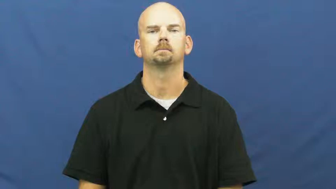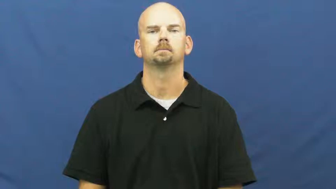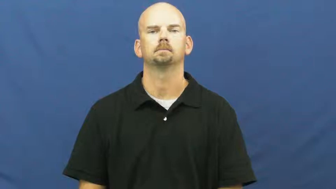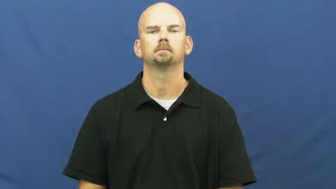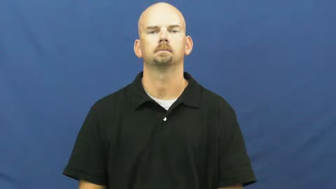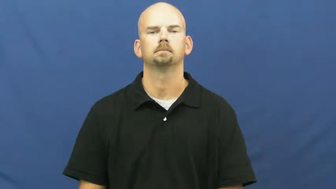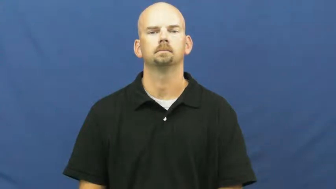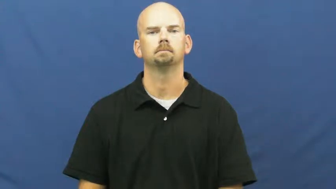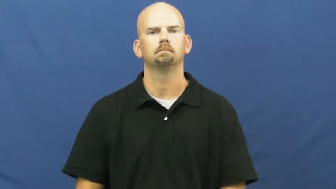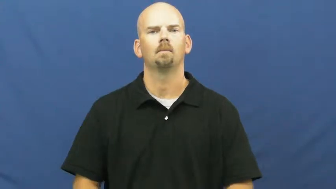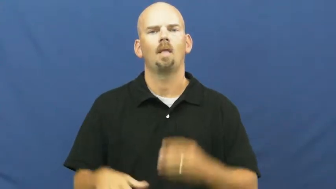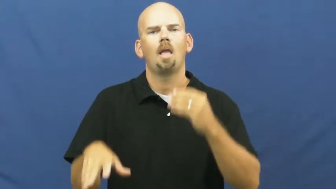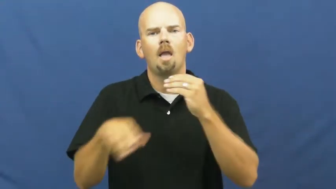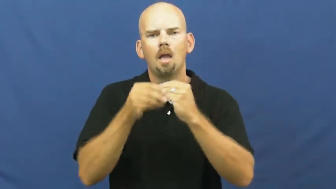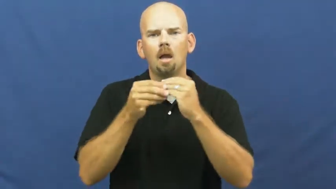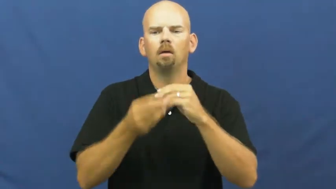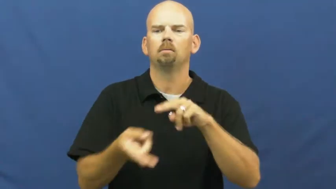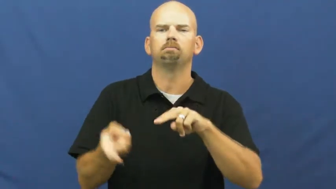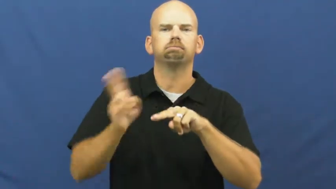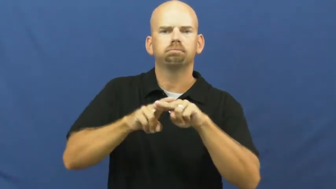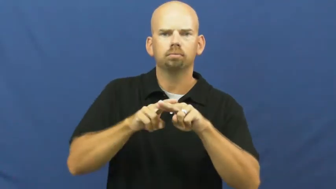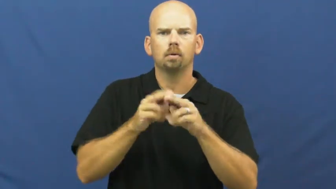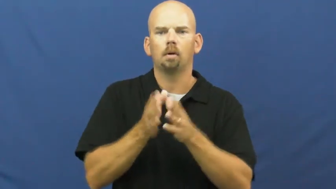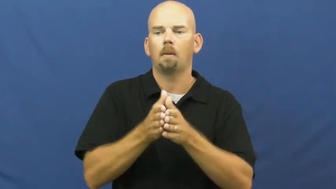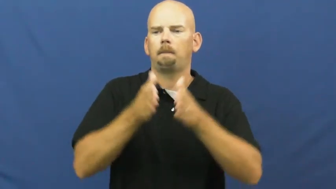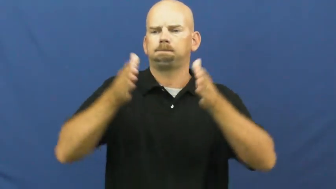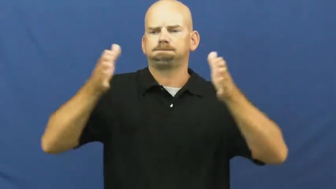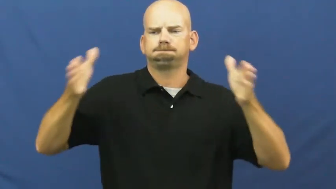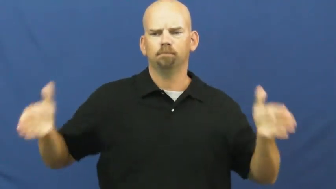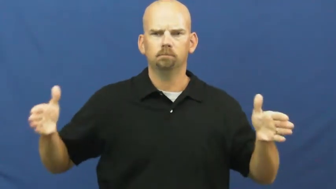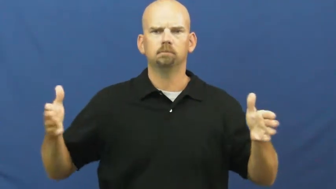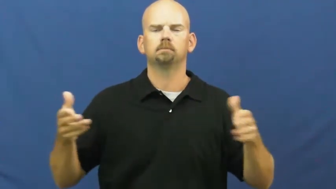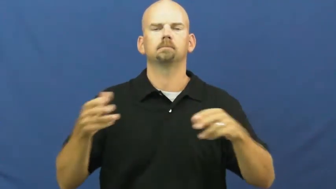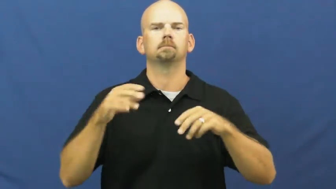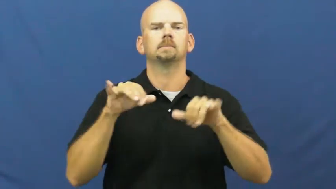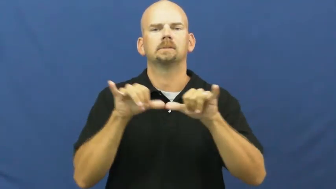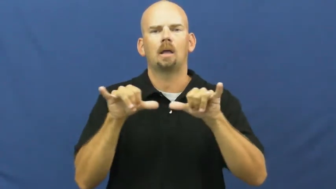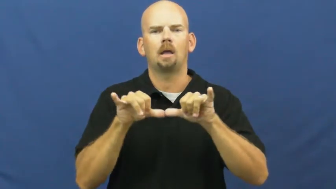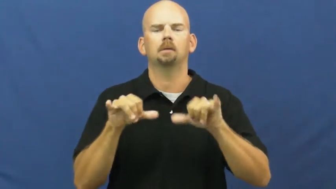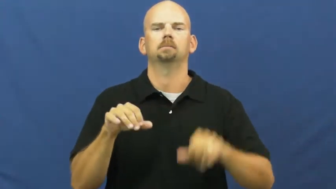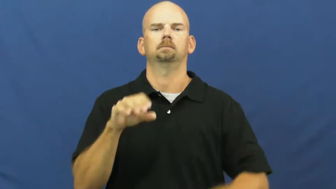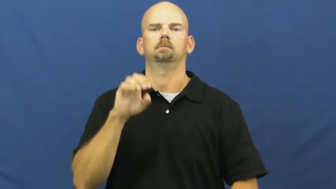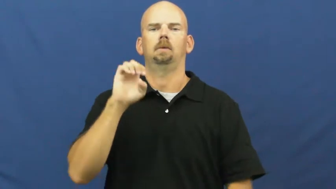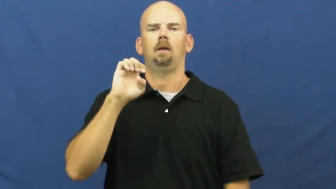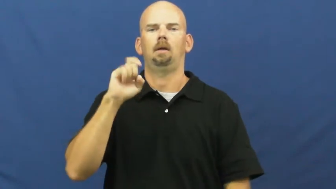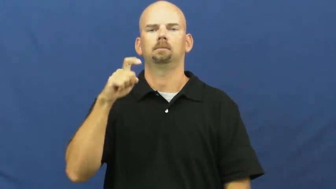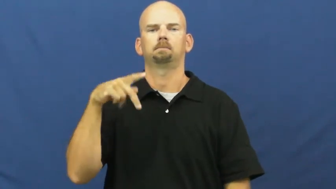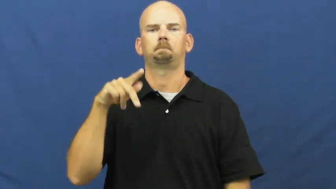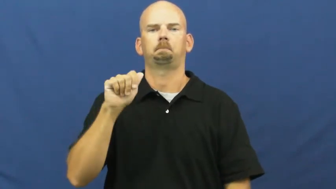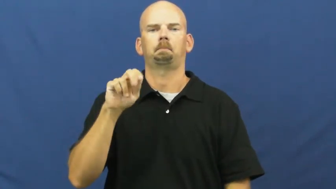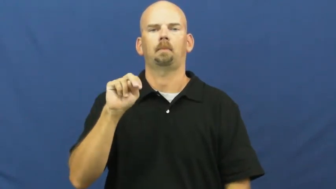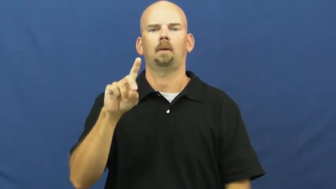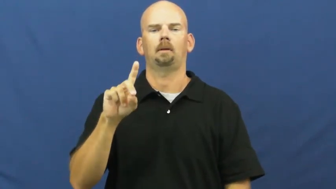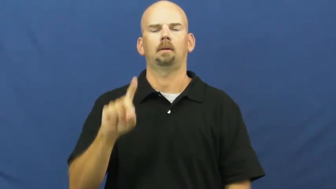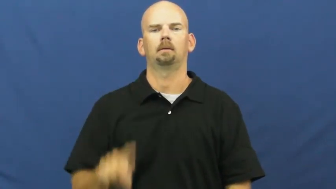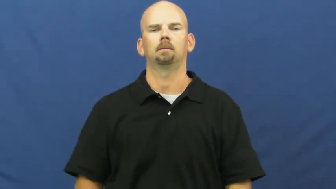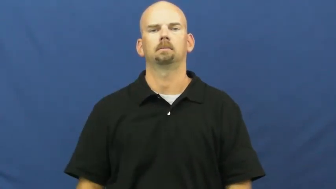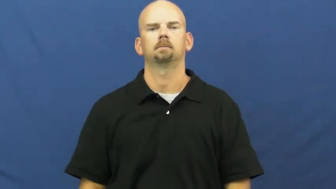expand,mushroom,blow up,grow